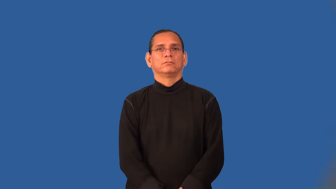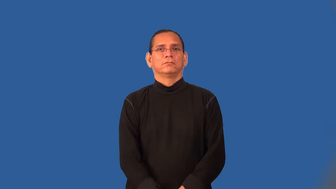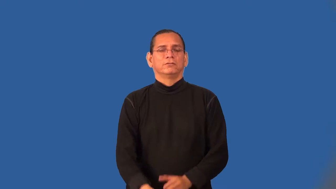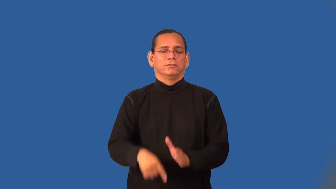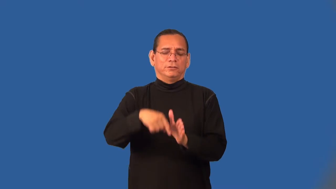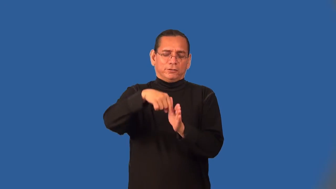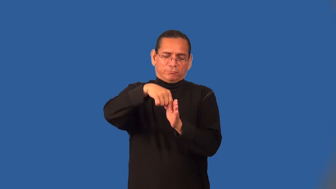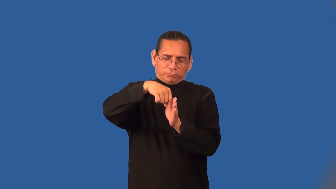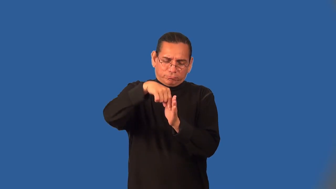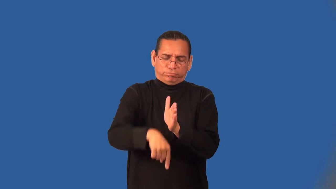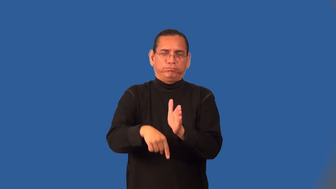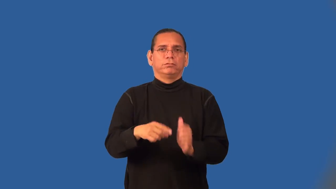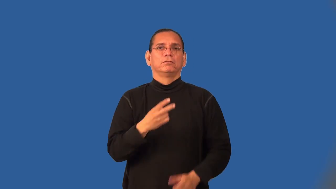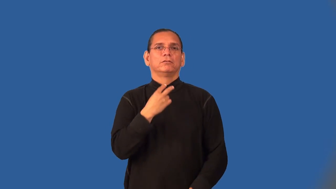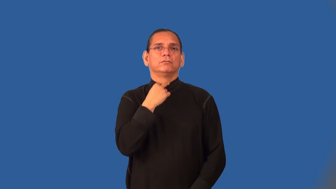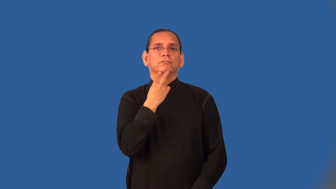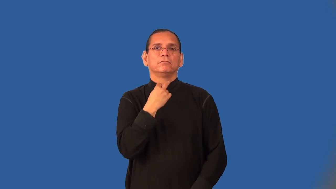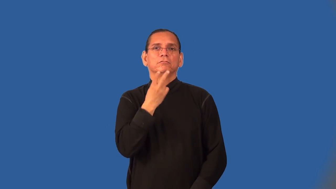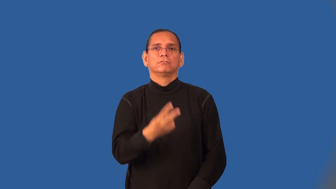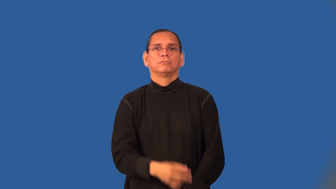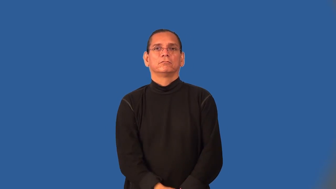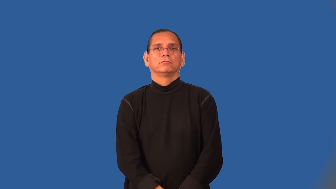throaty